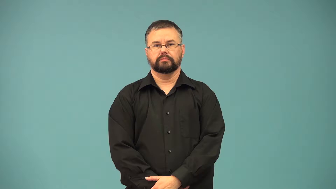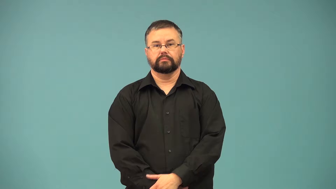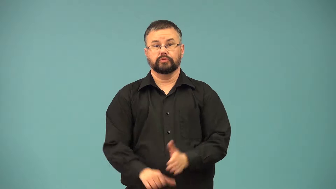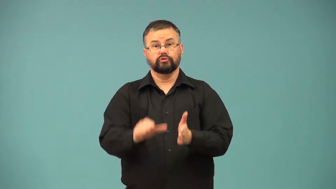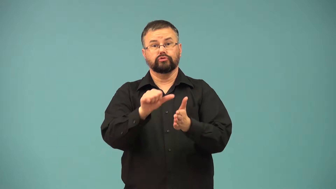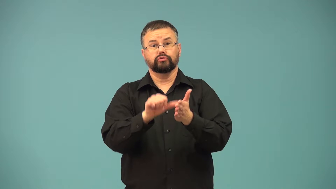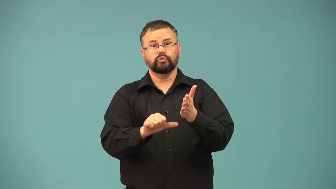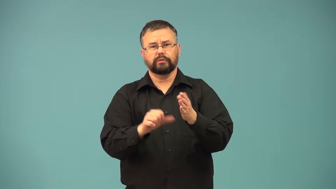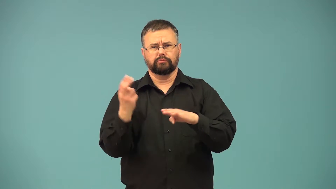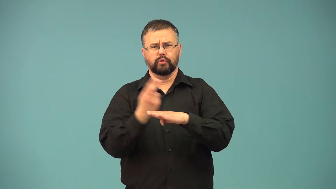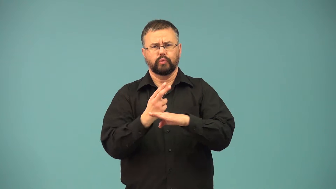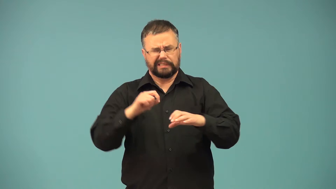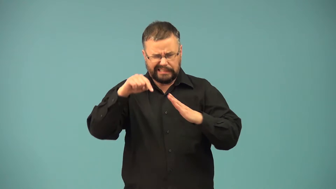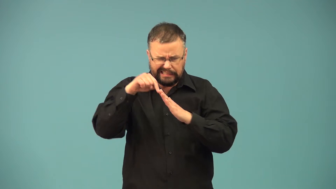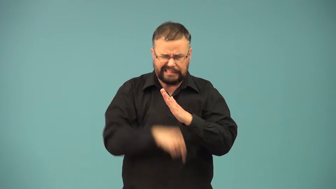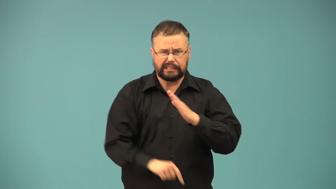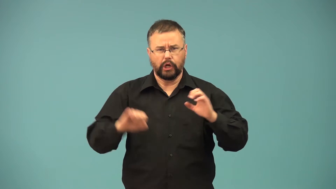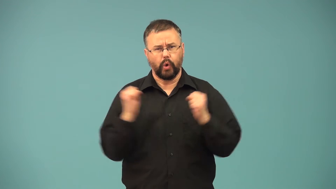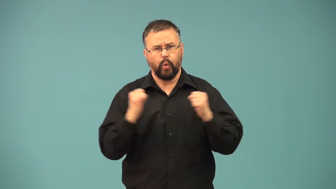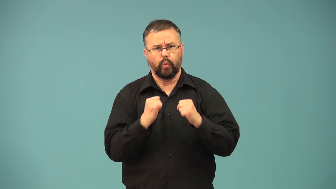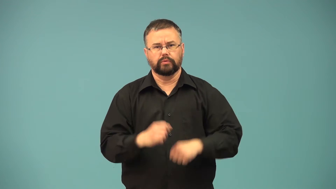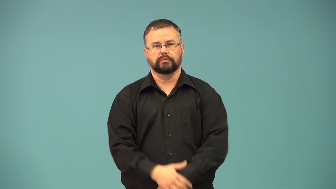cryosurgery